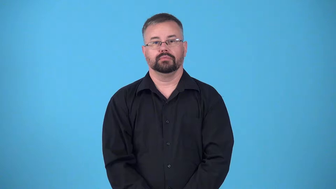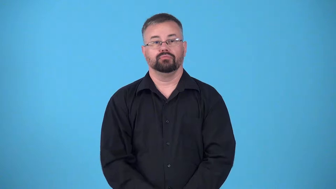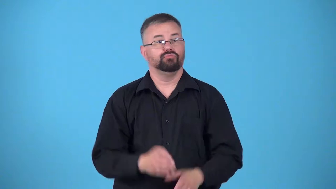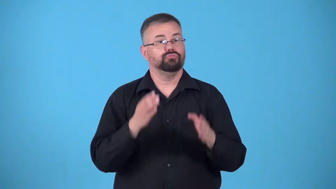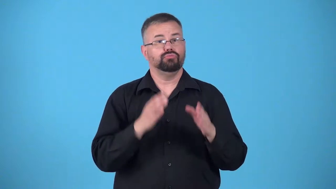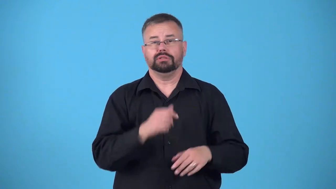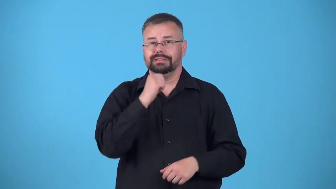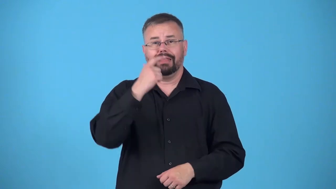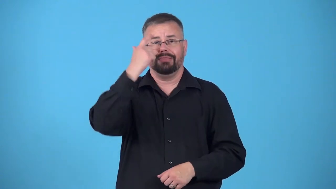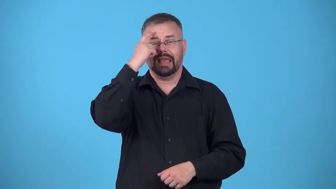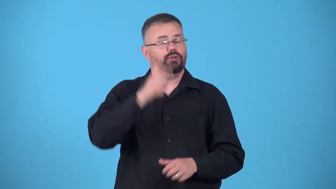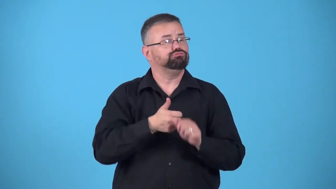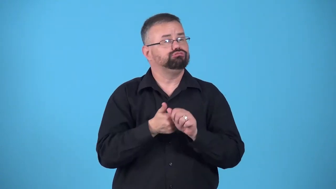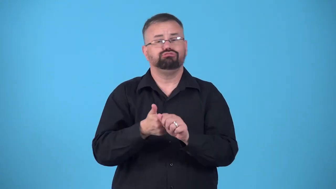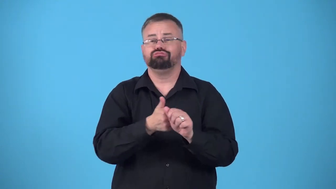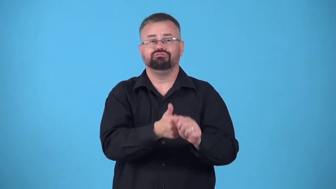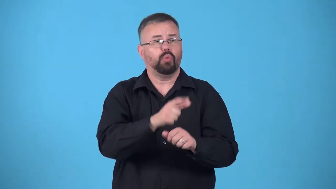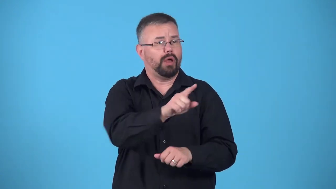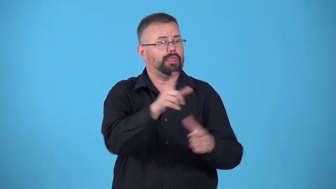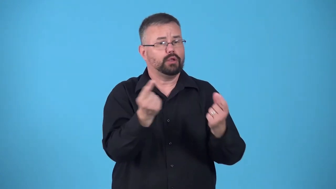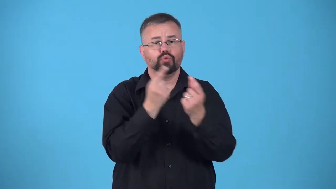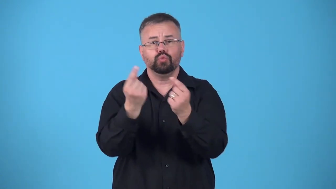sheep-person